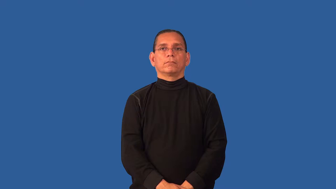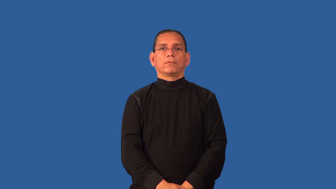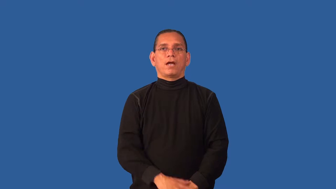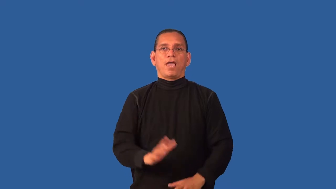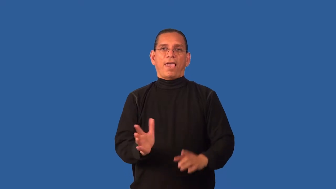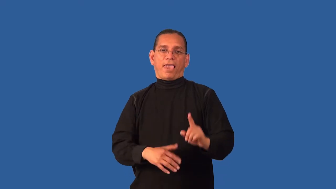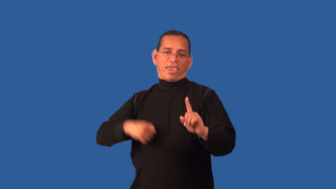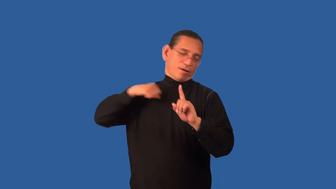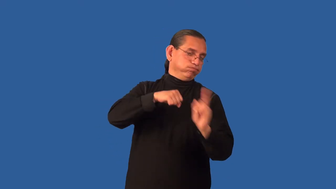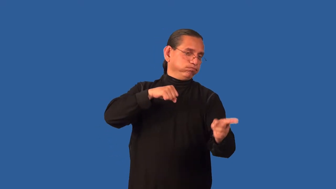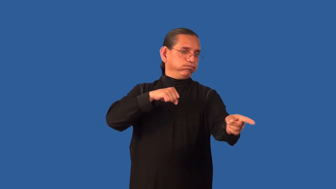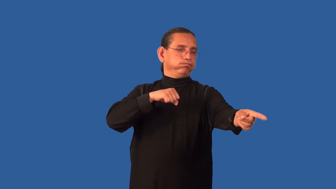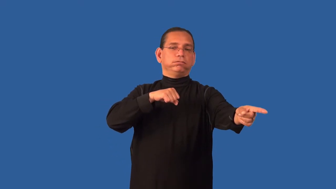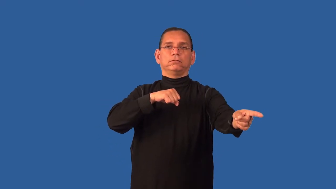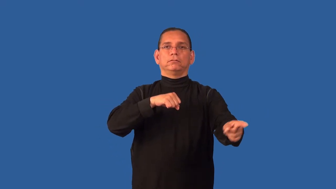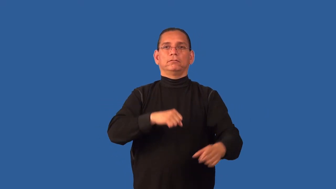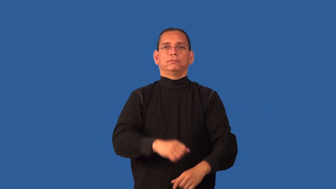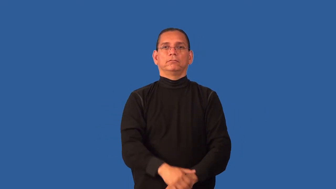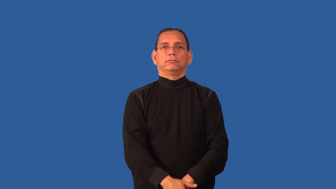deliver-a blow